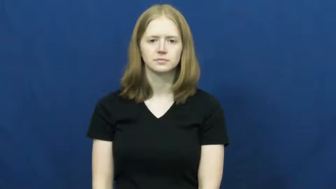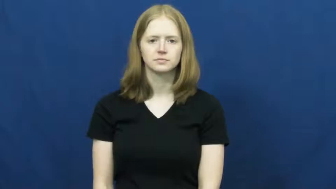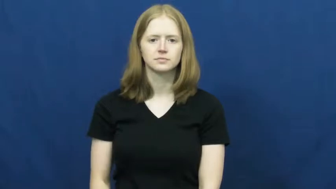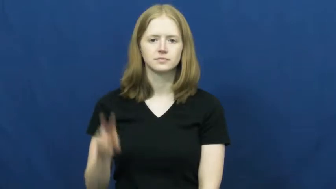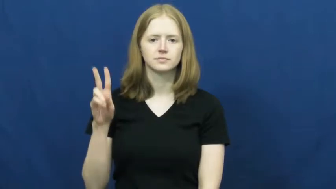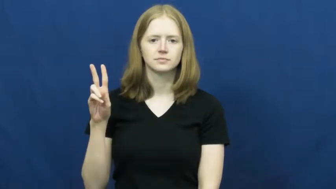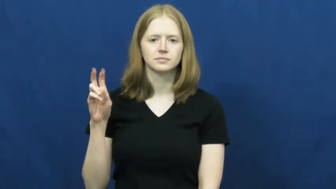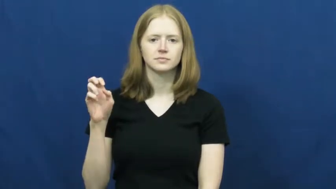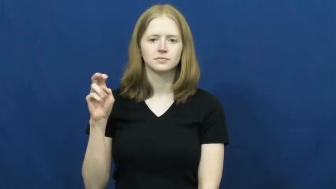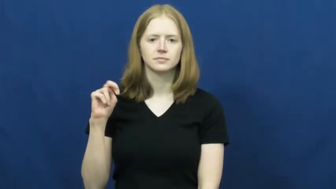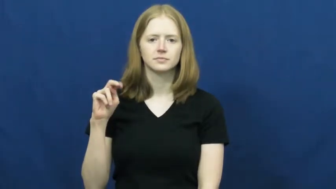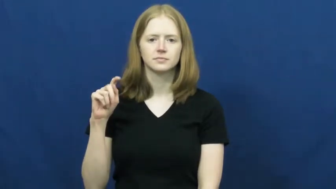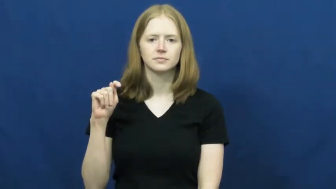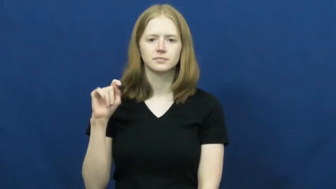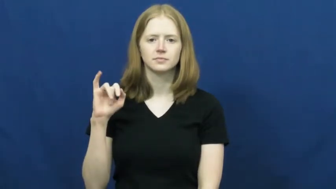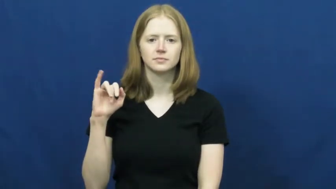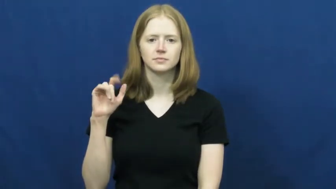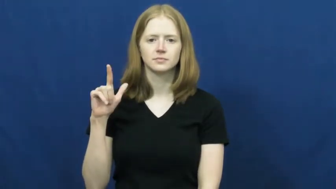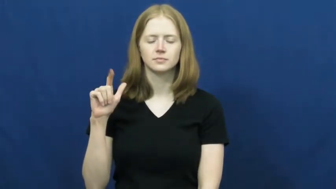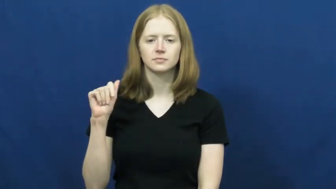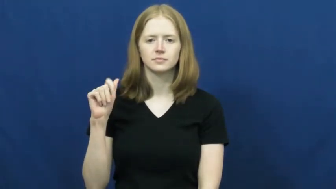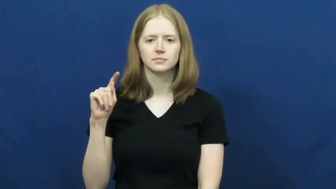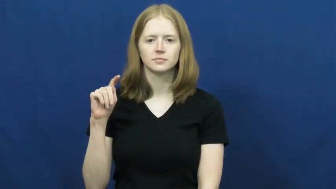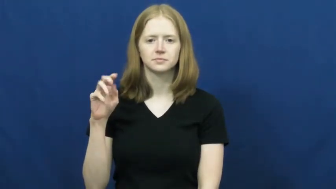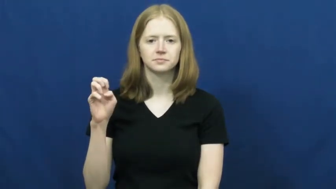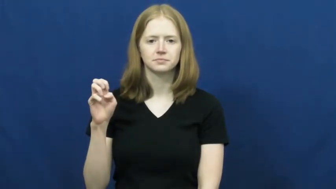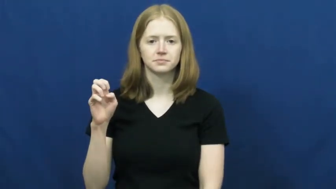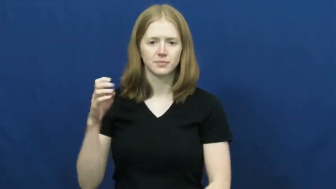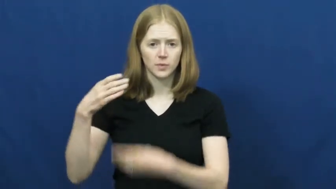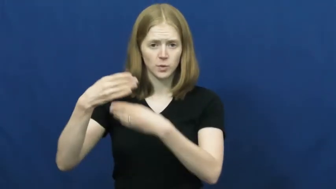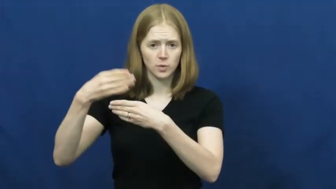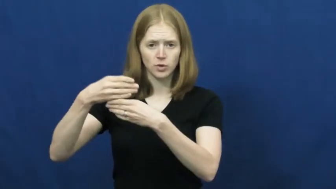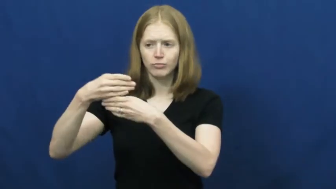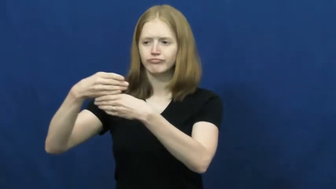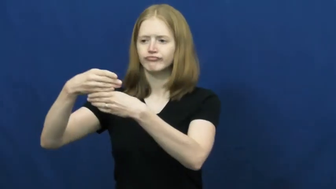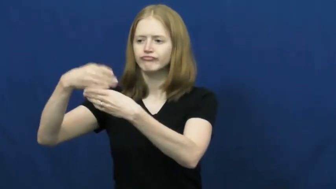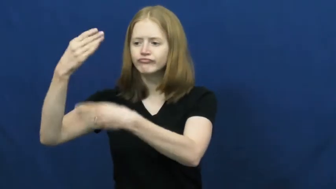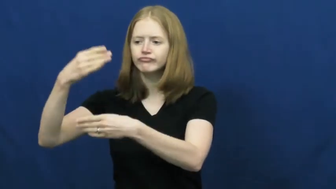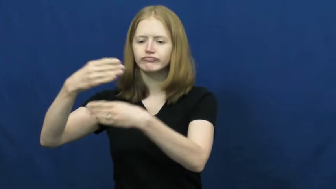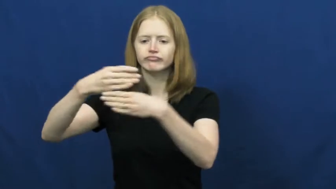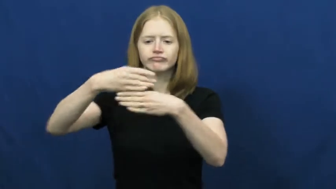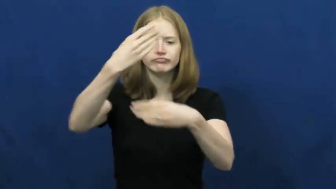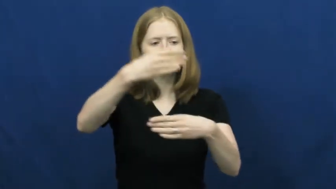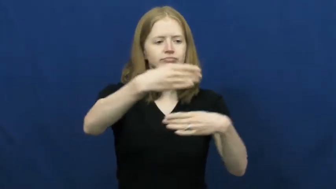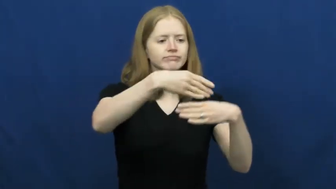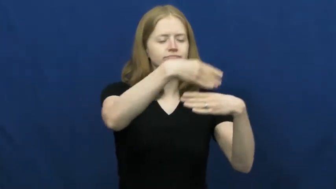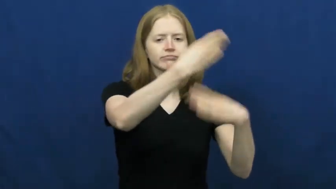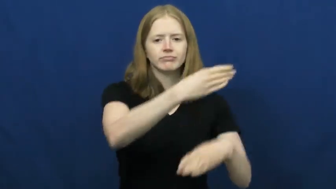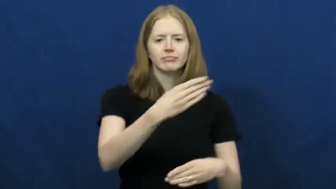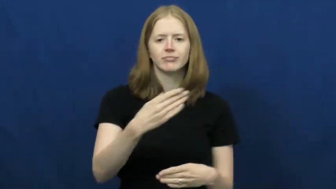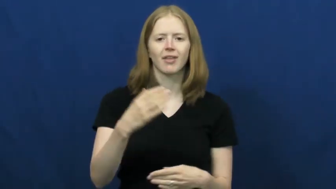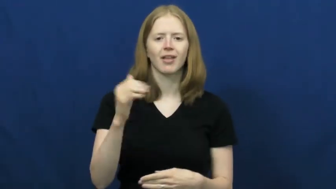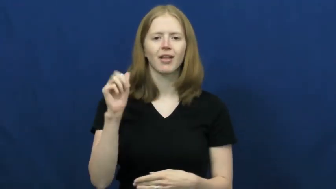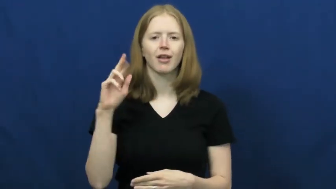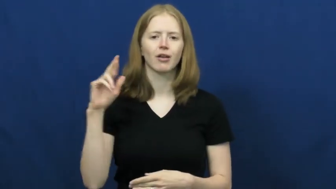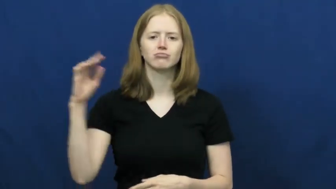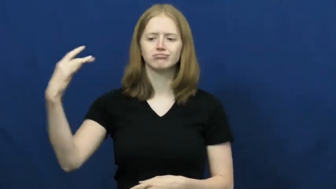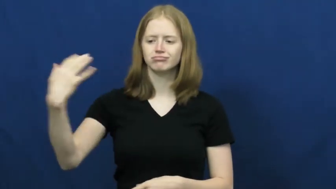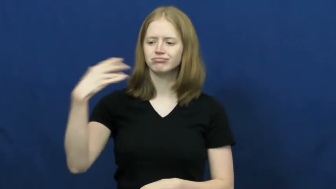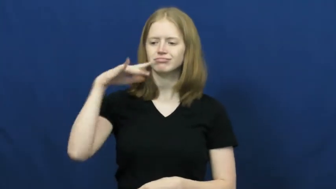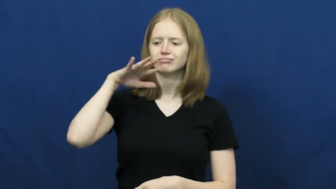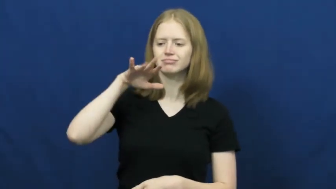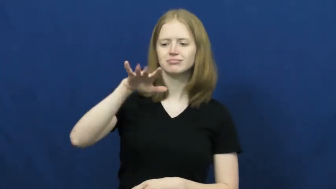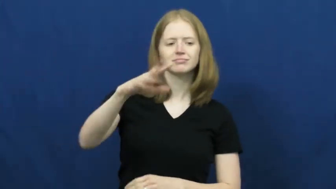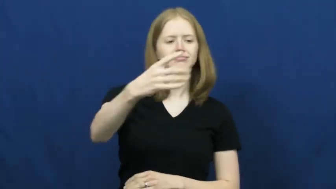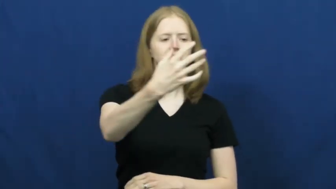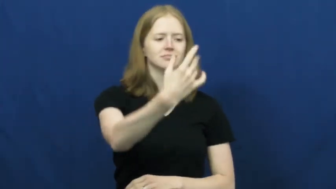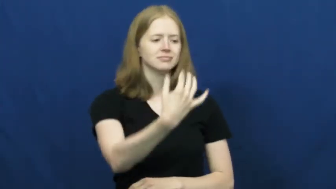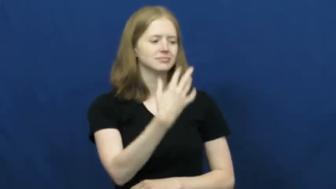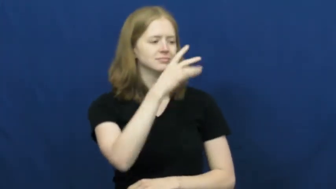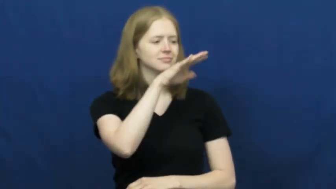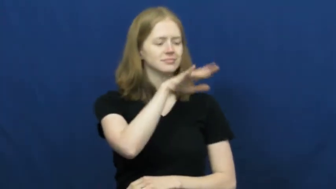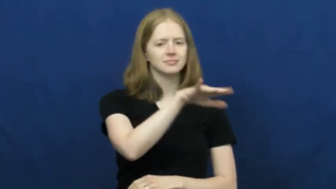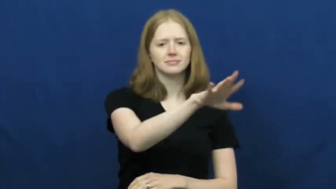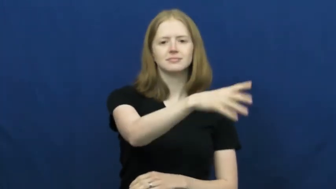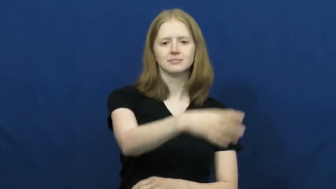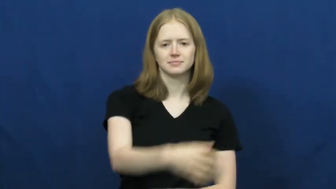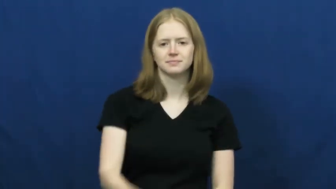ventilate